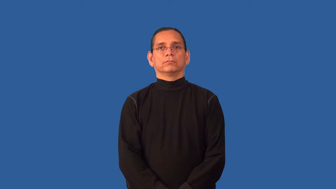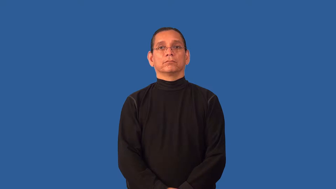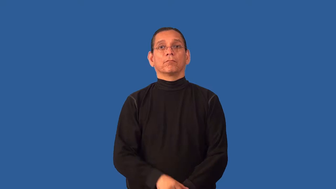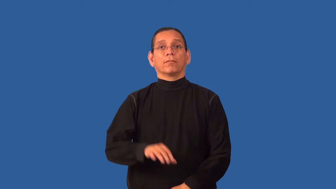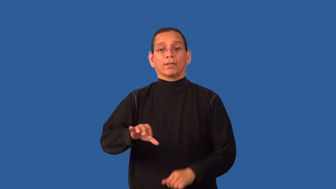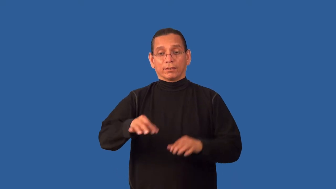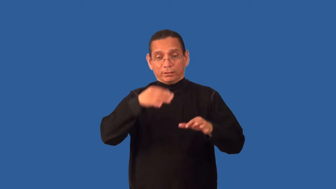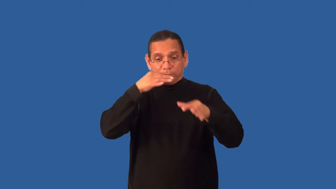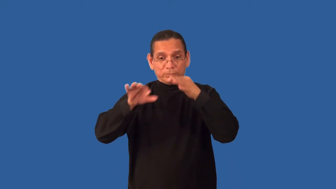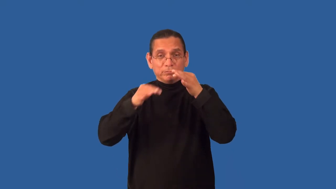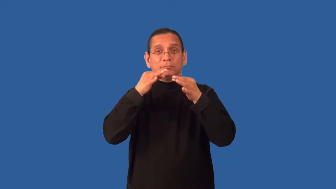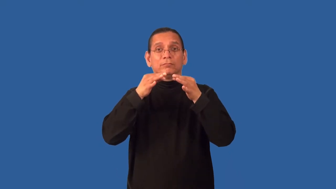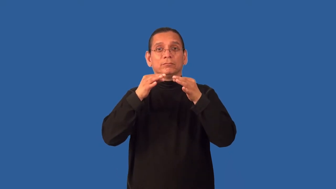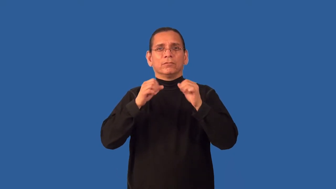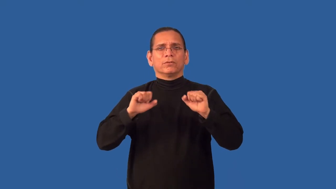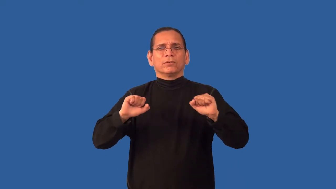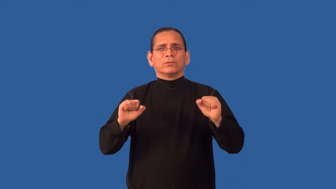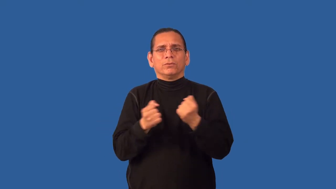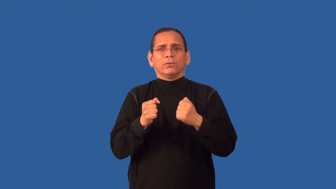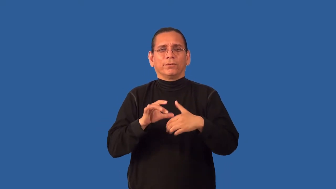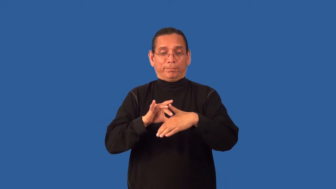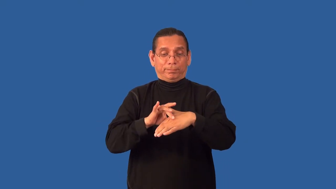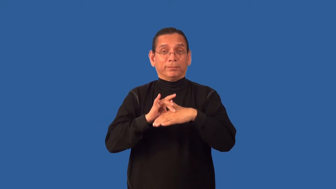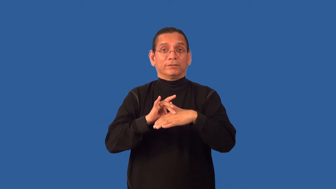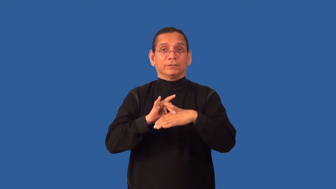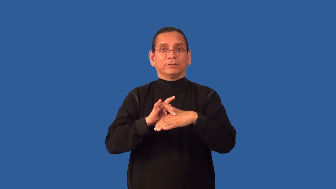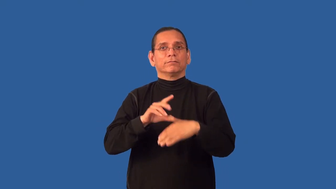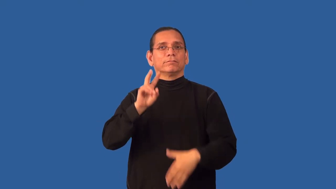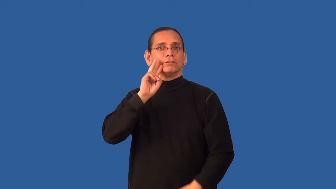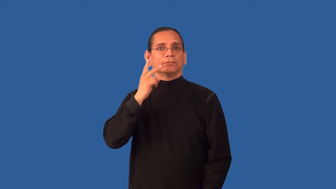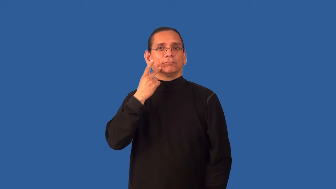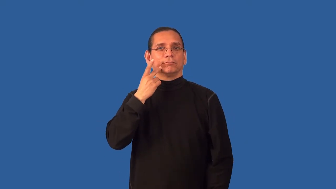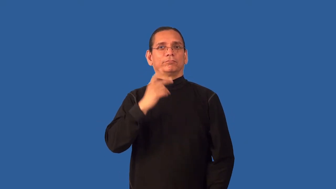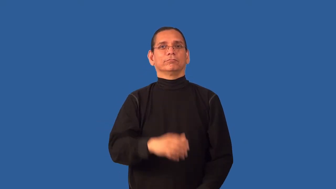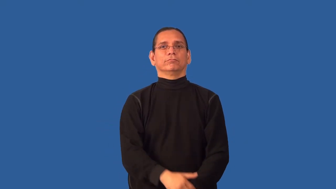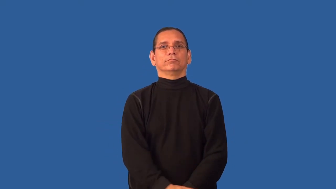antipasto